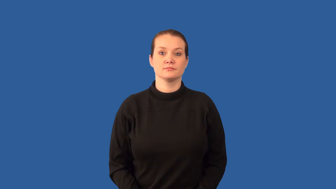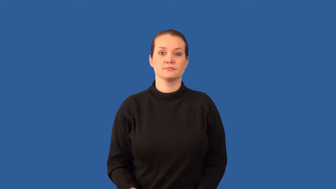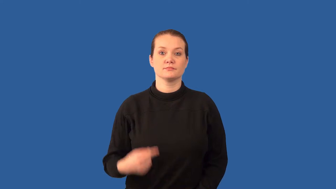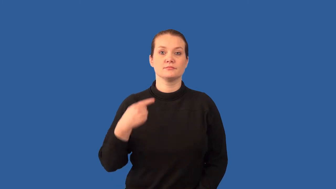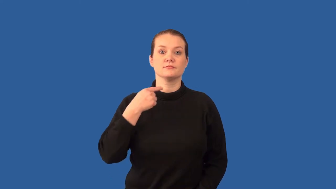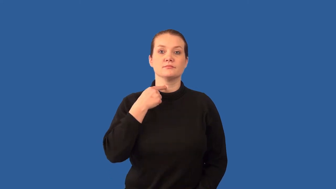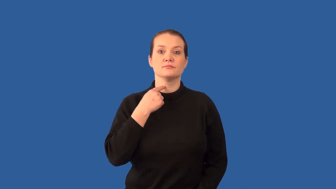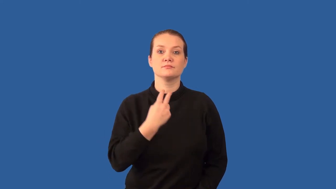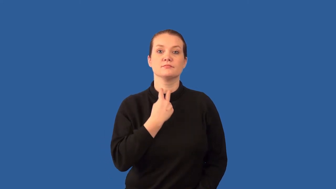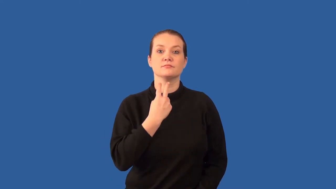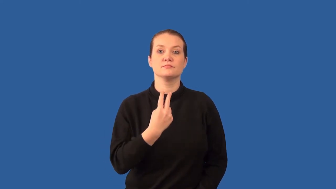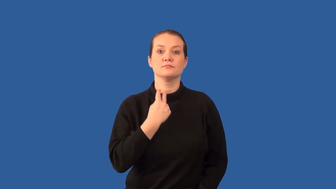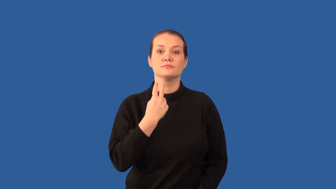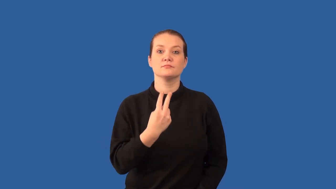larynx